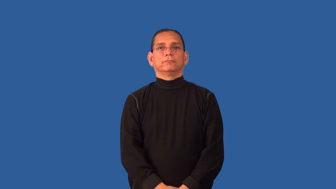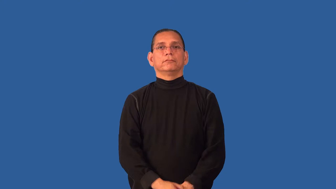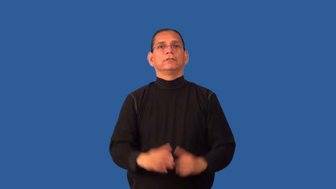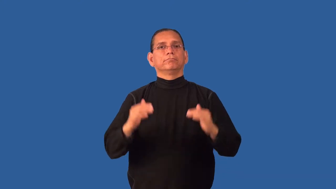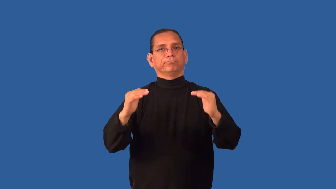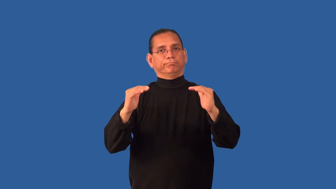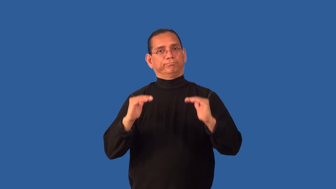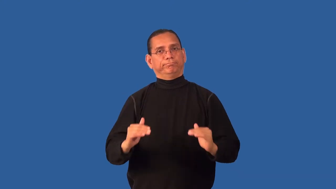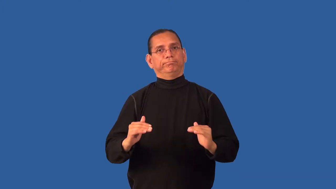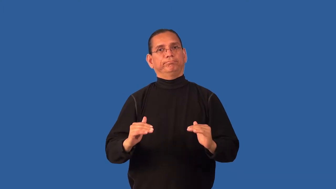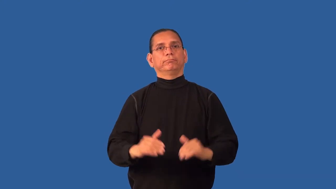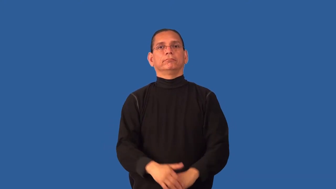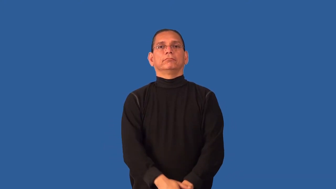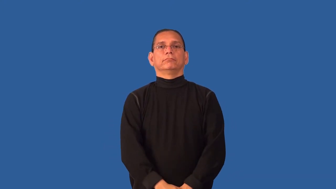debase